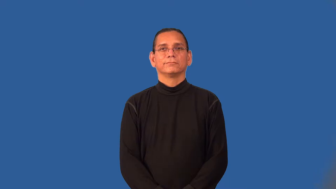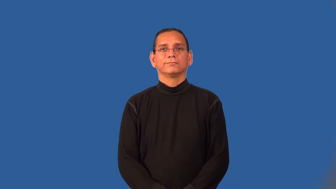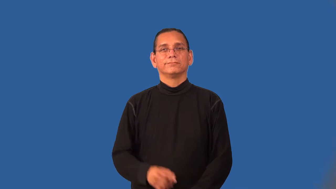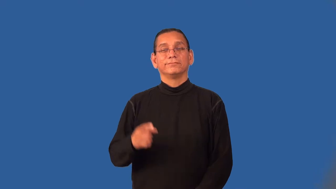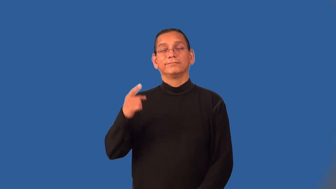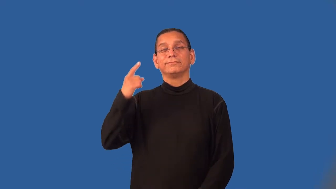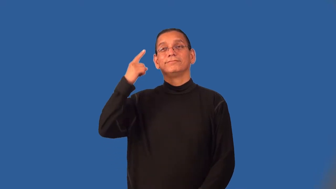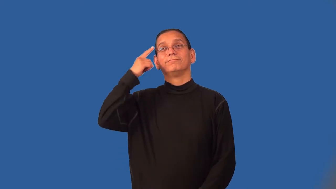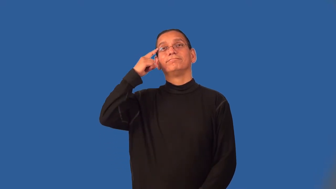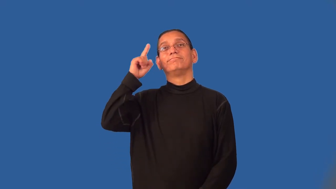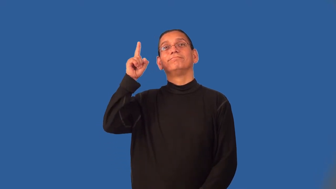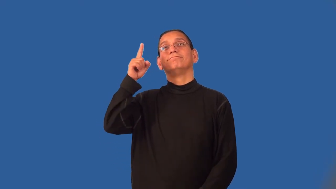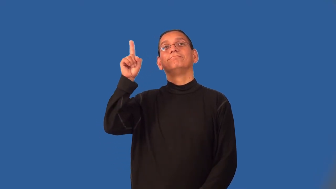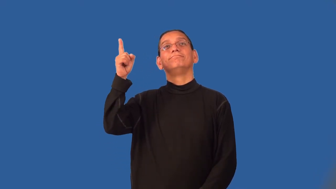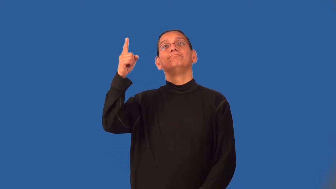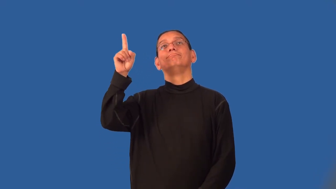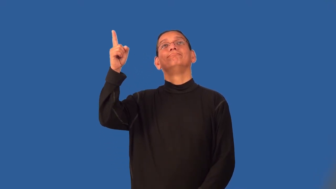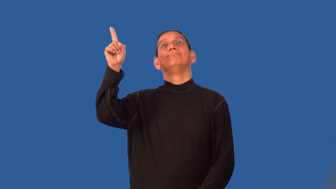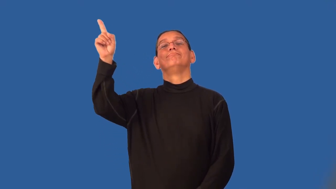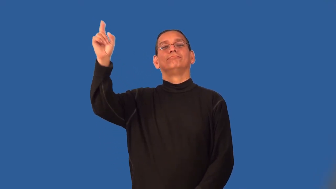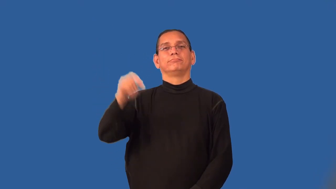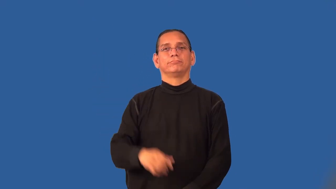wander-mind